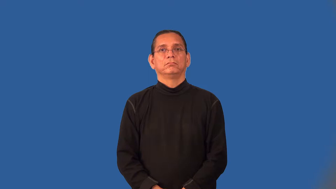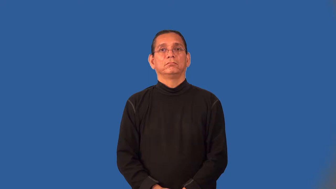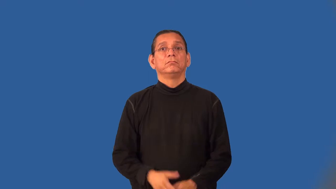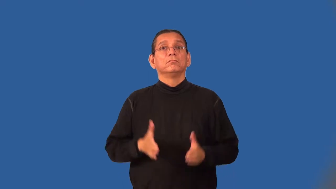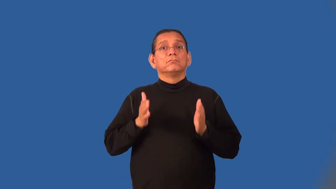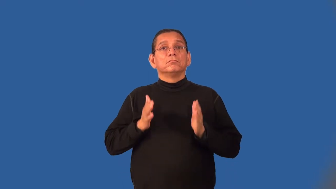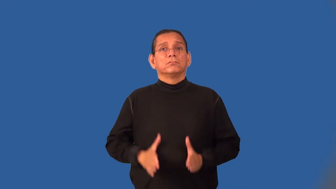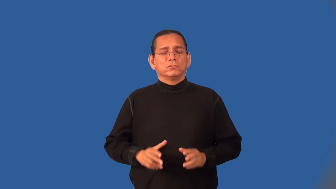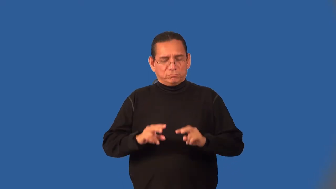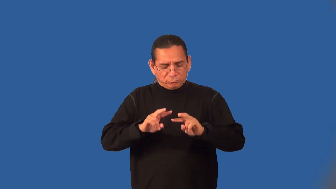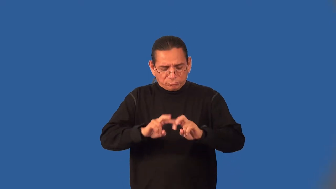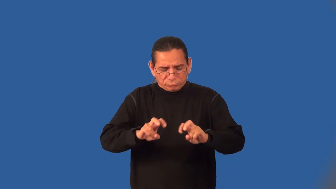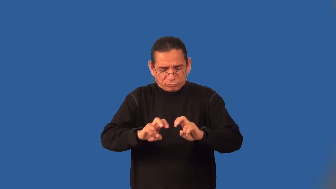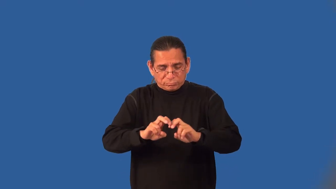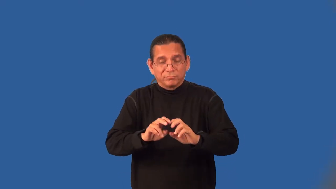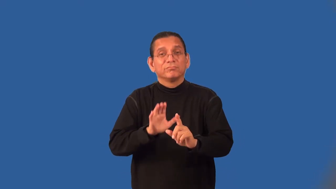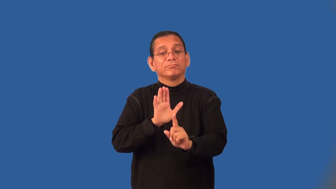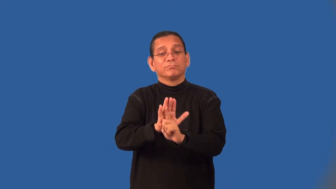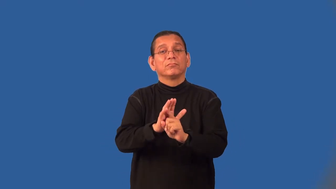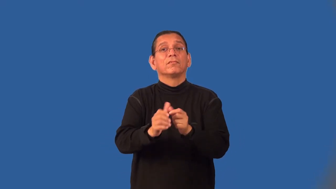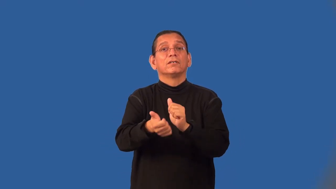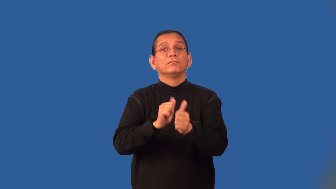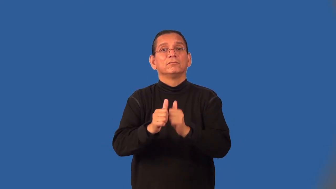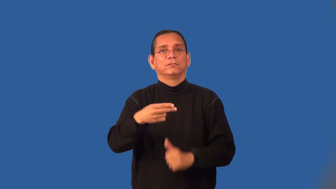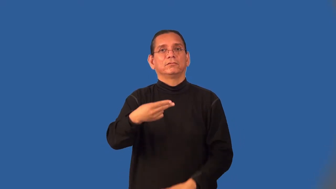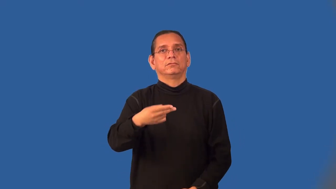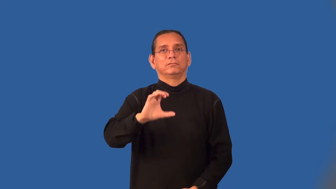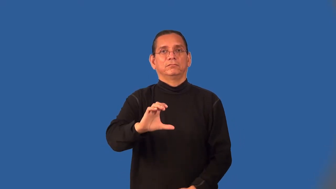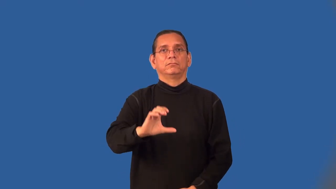handicapper